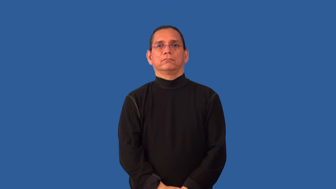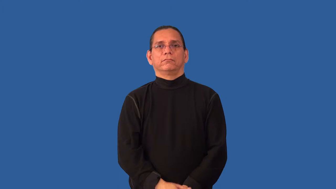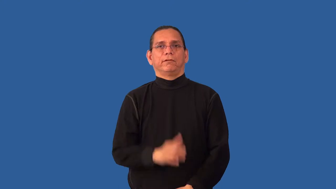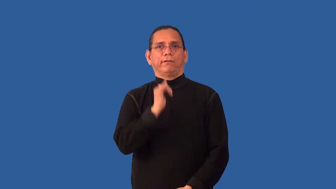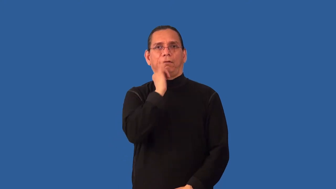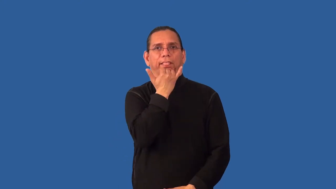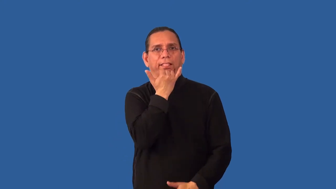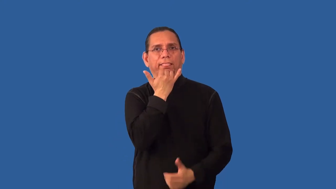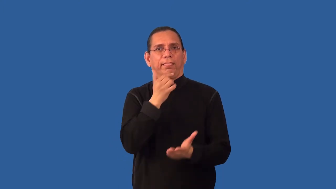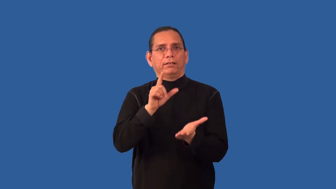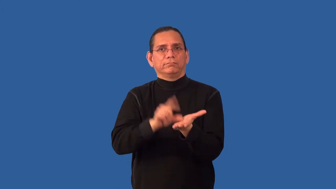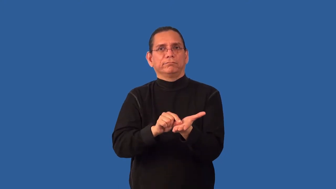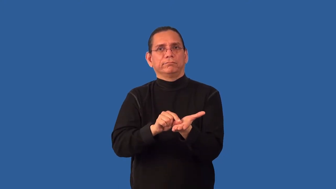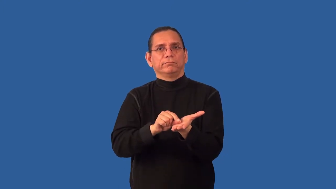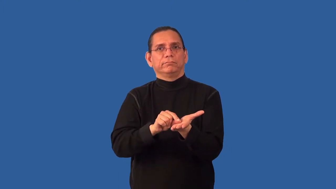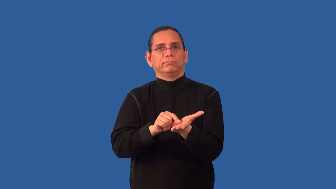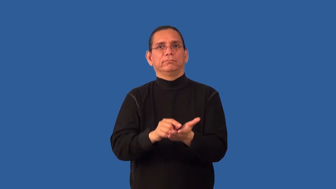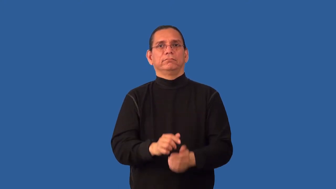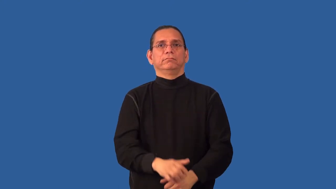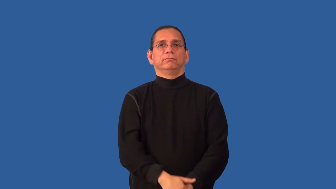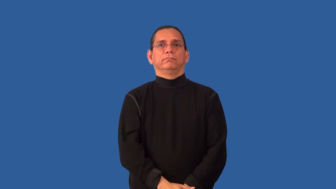misprint